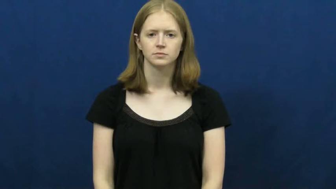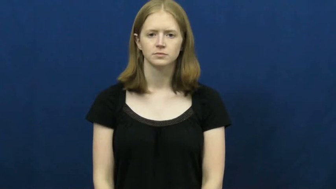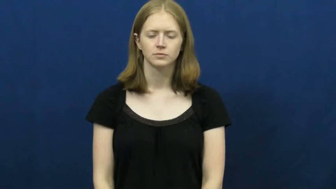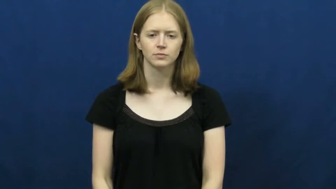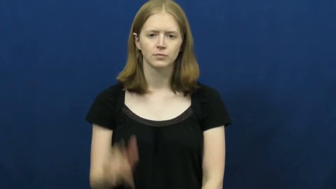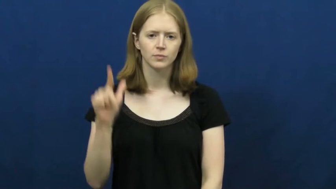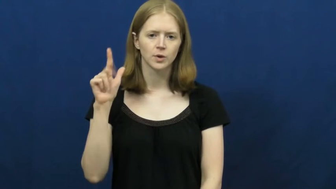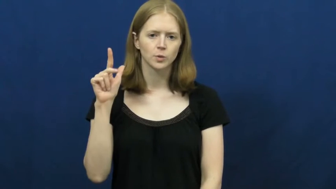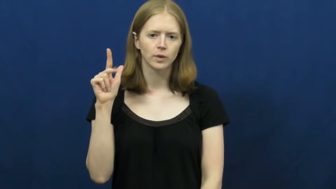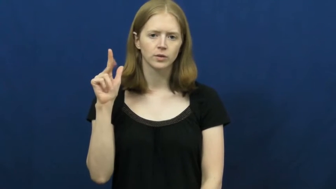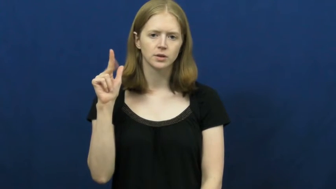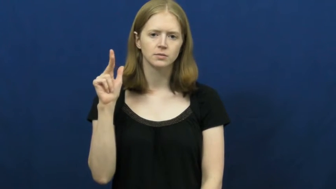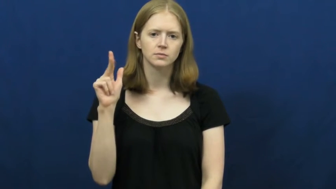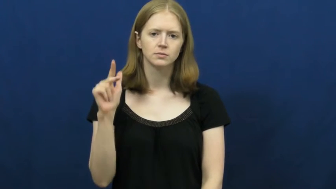twenty-three